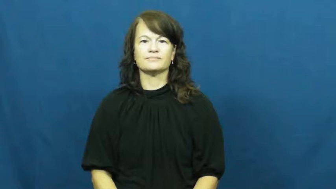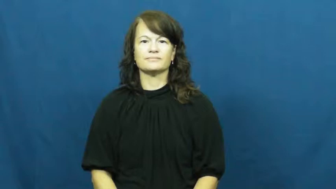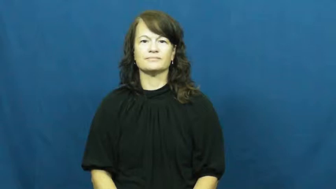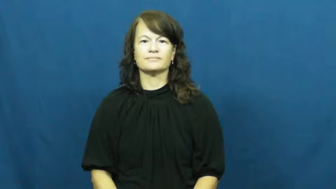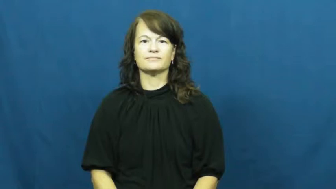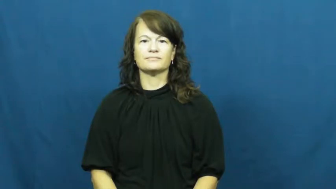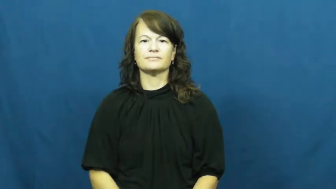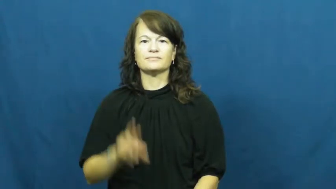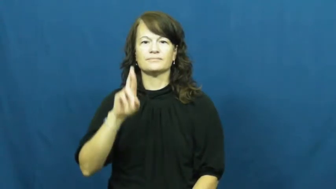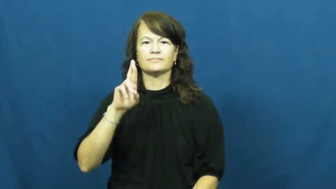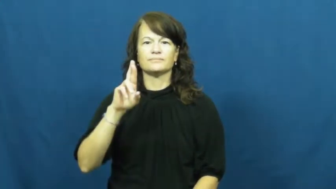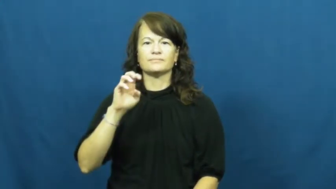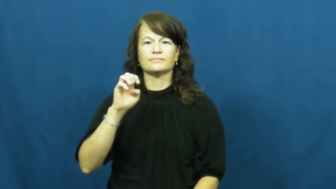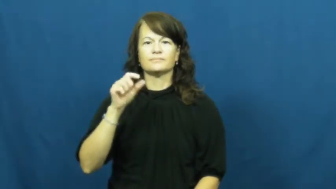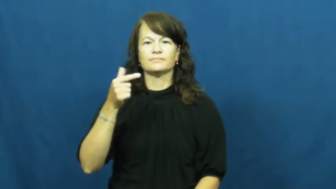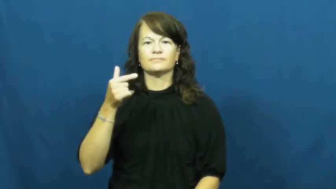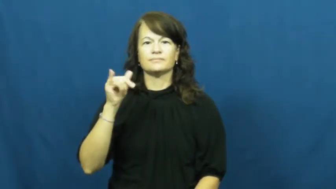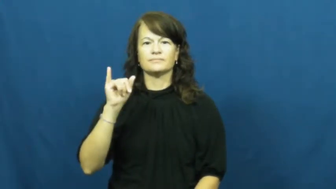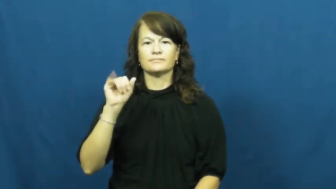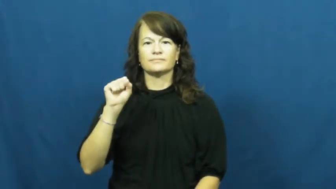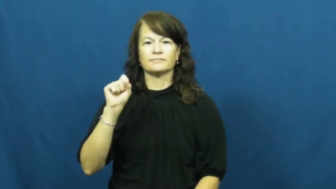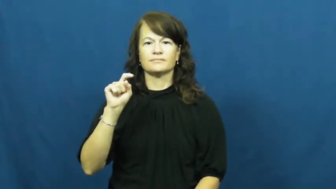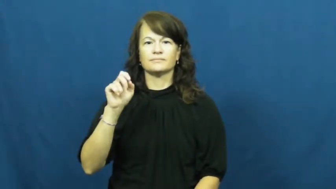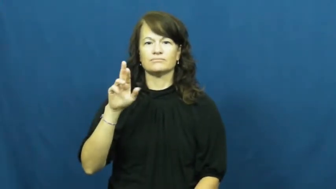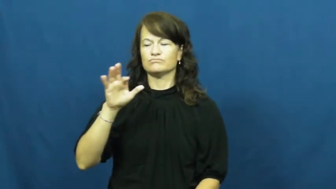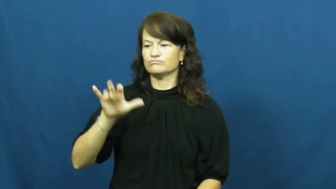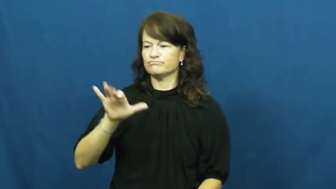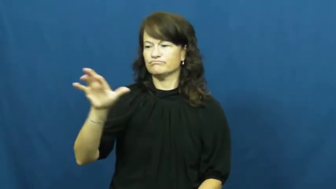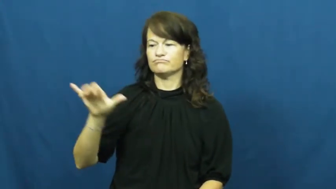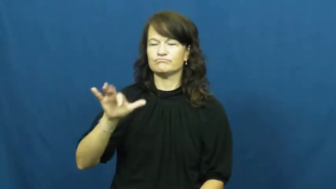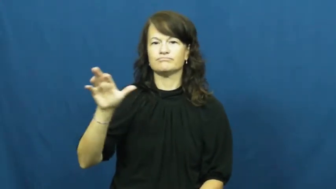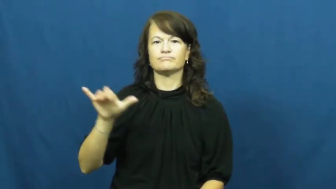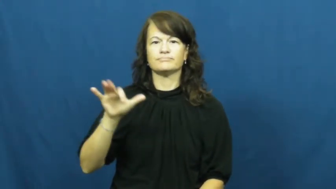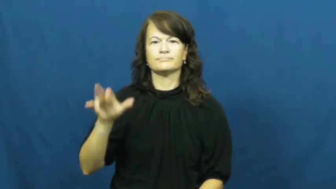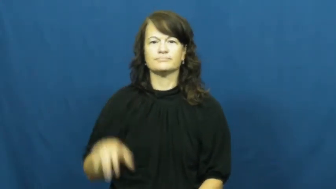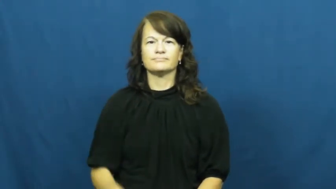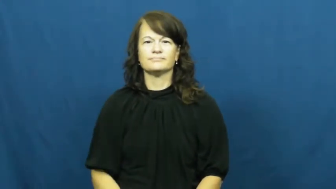register-cash